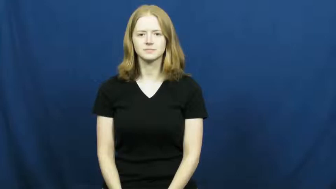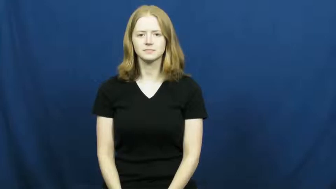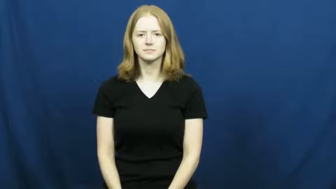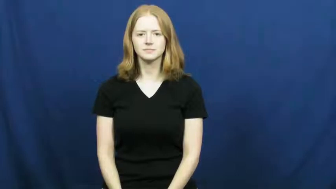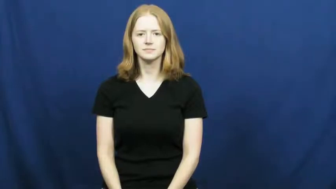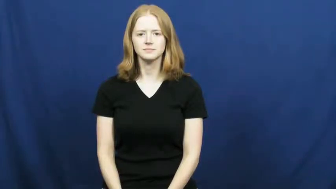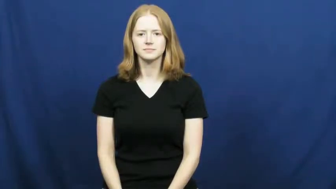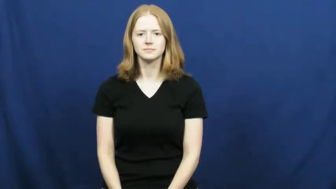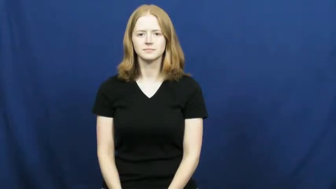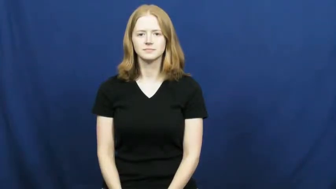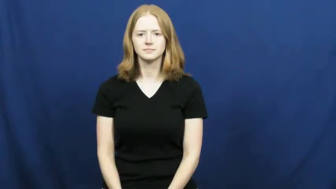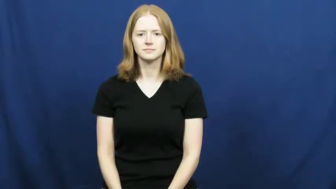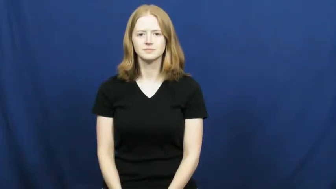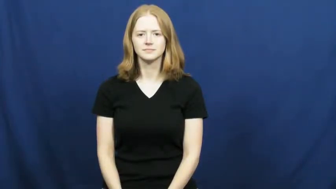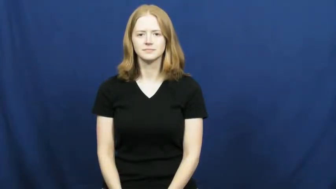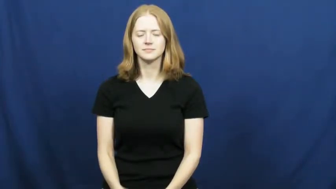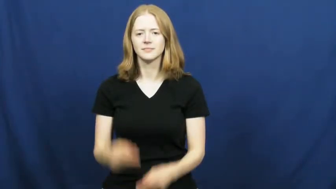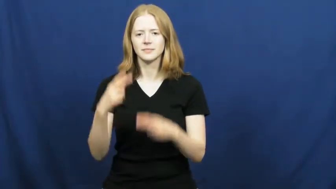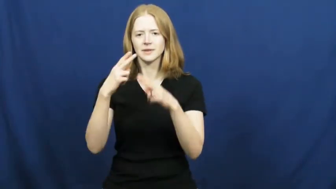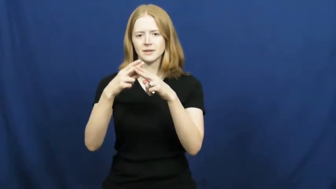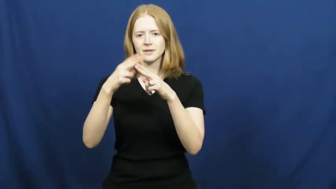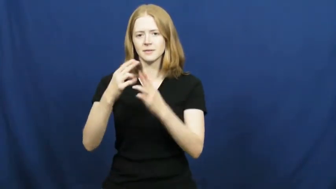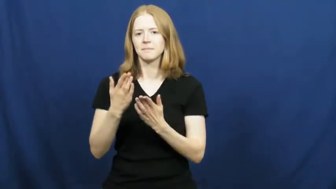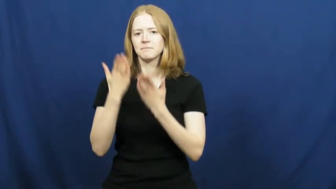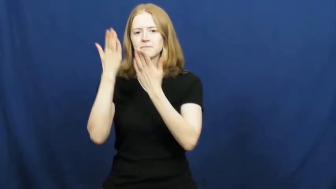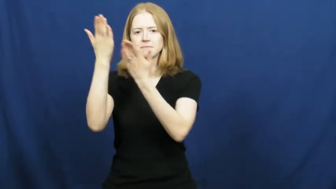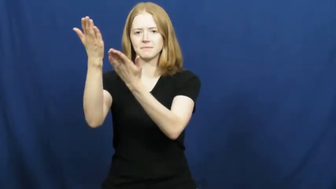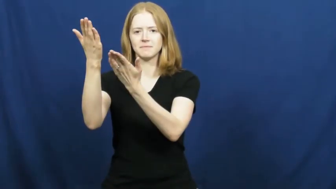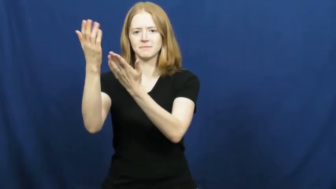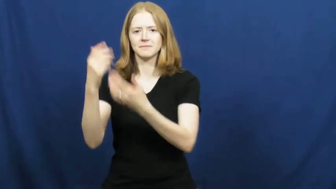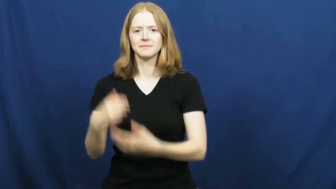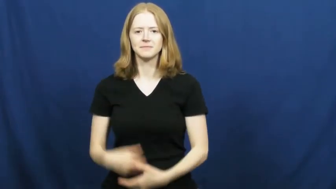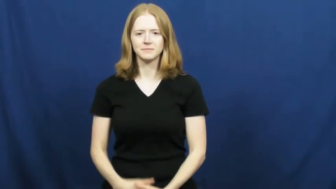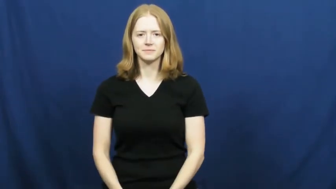nominate